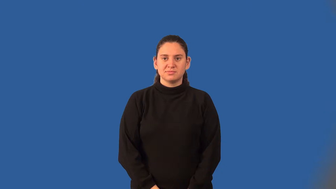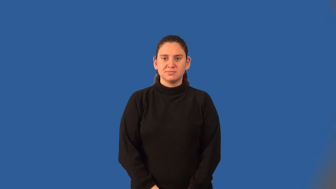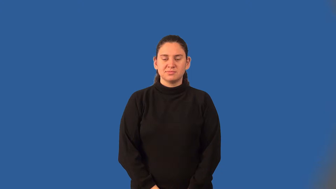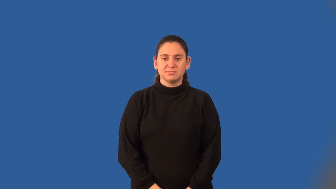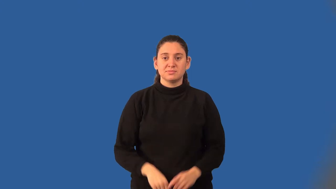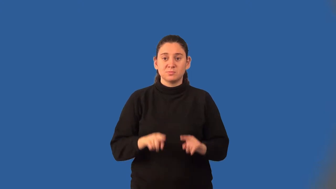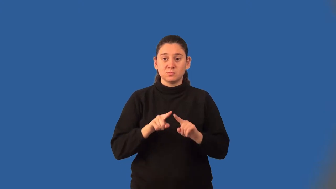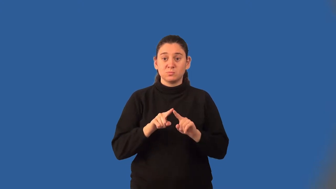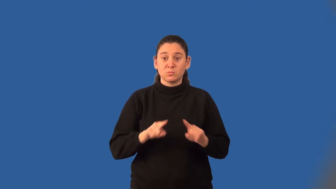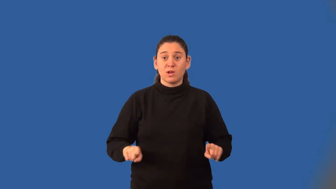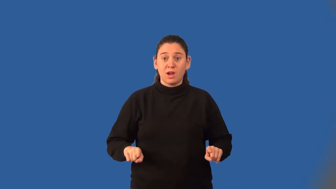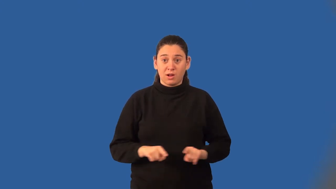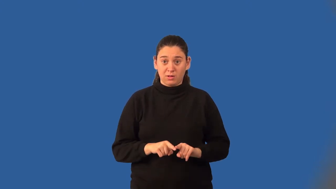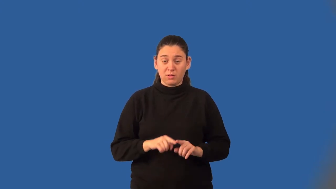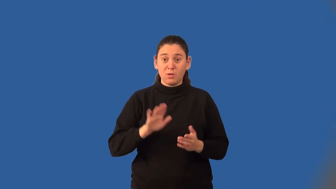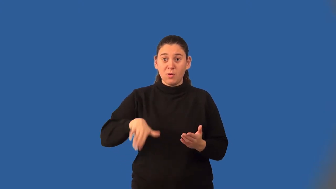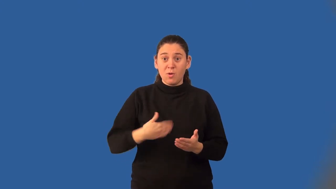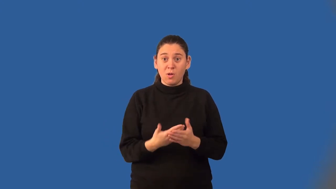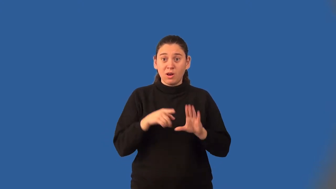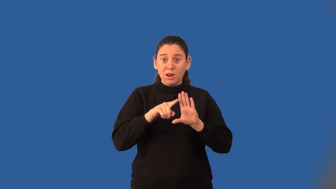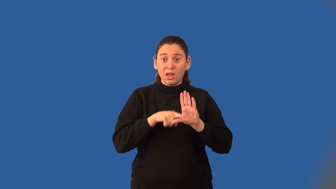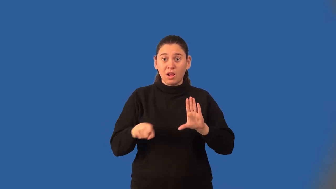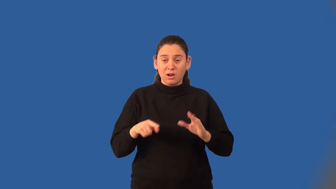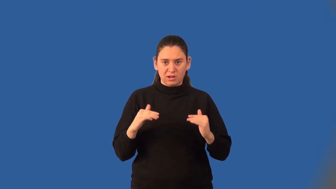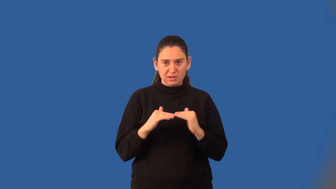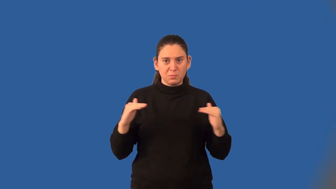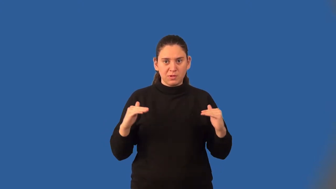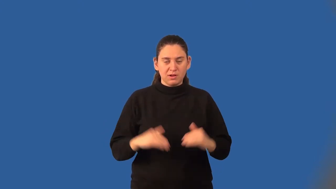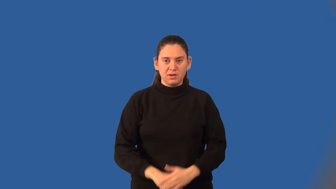equilateral triangle